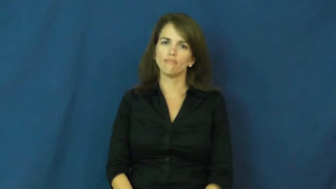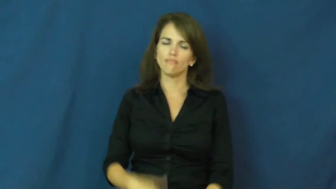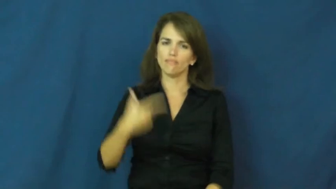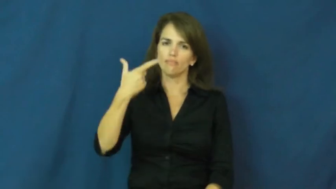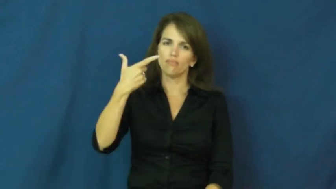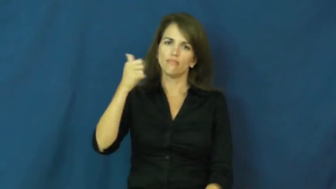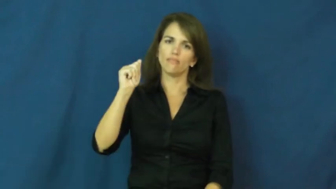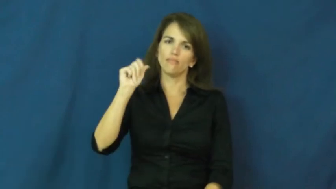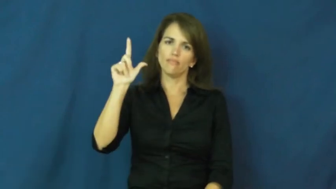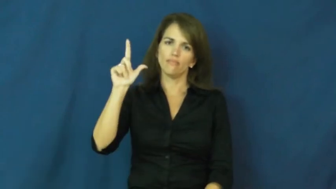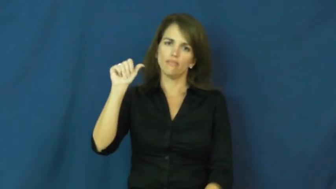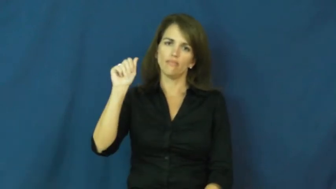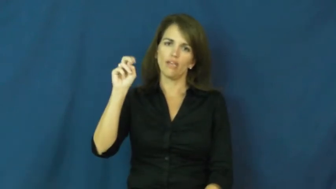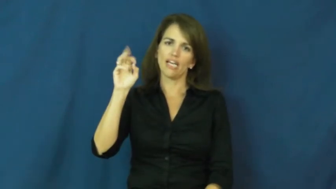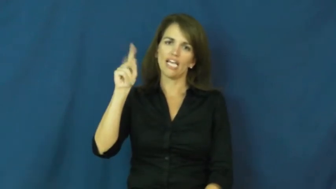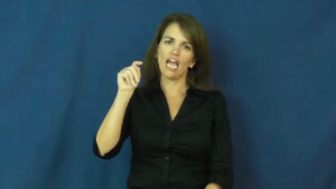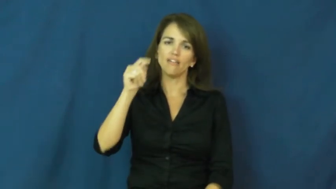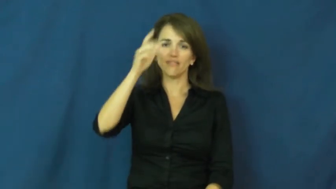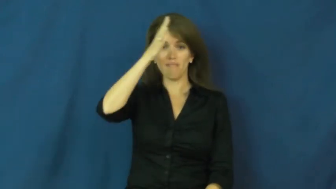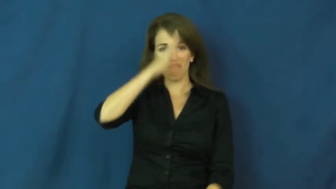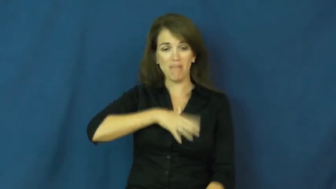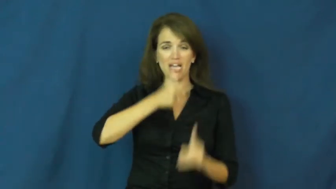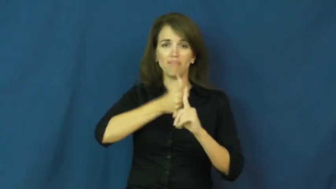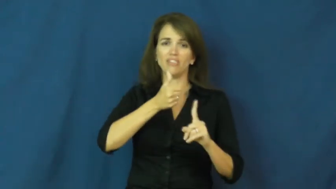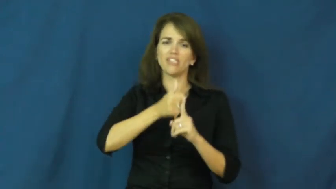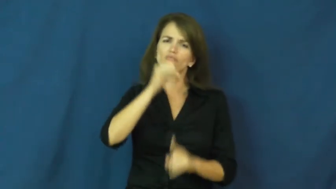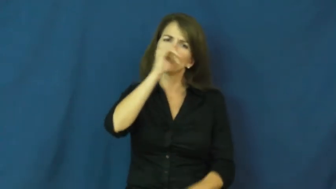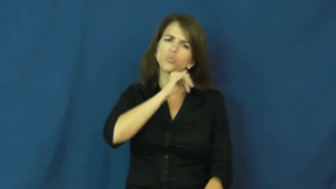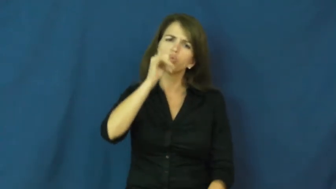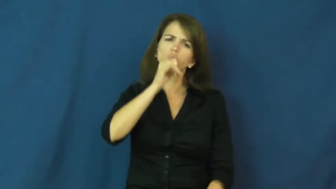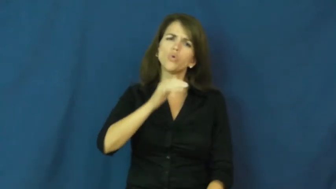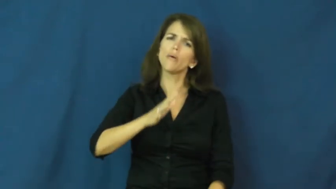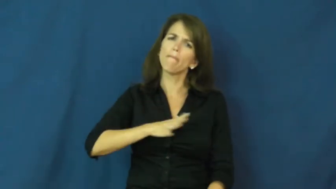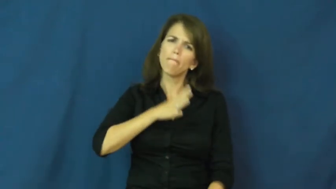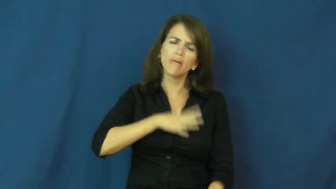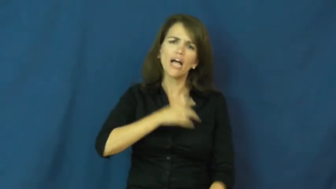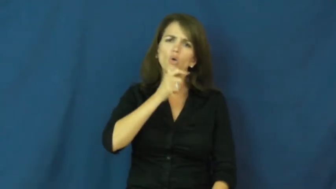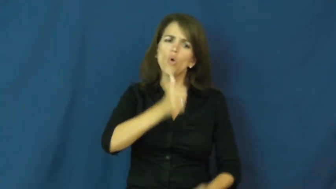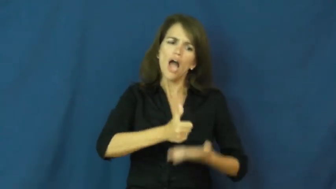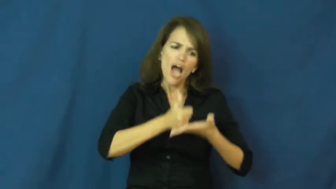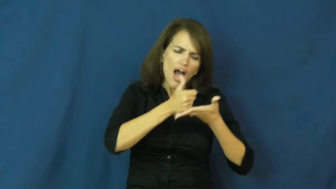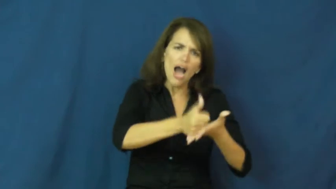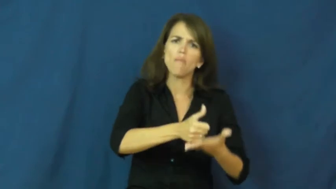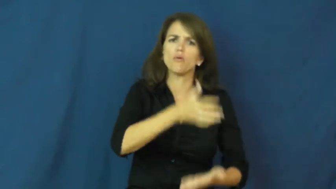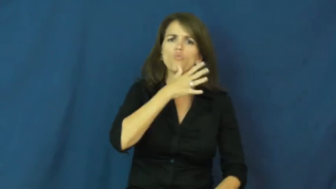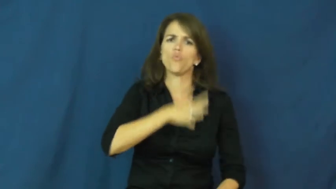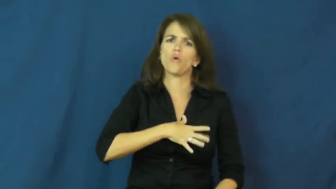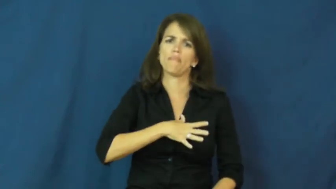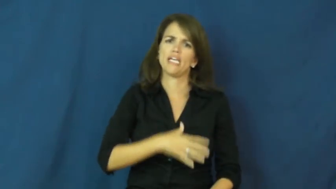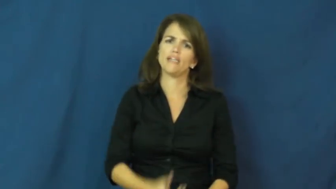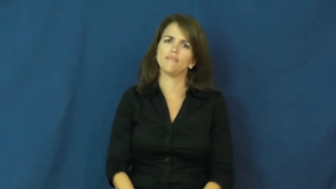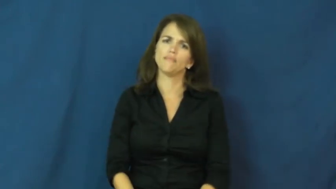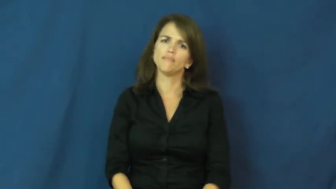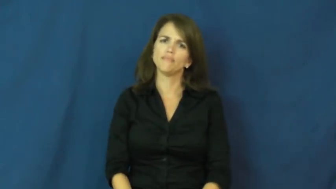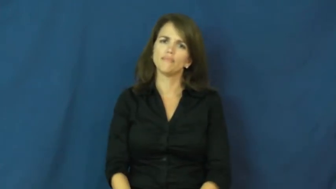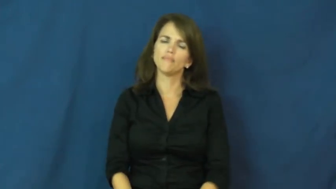gallant